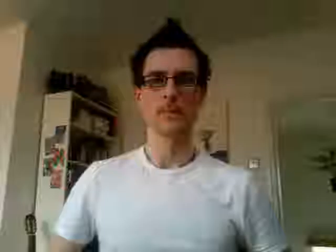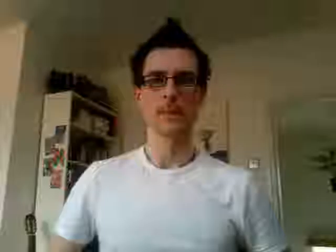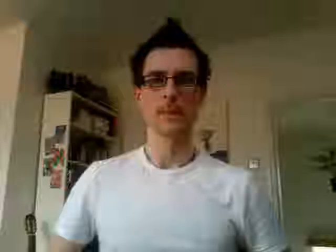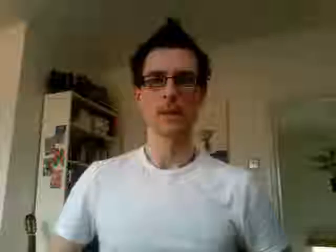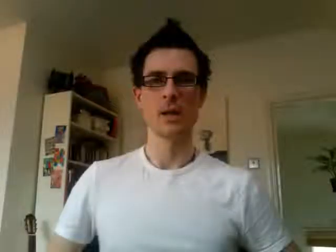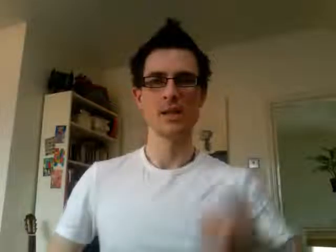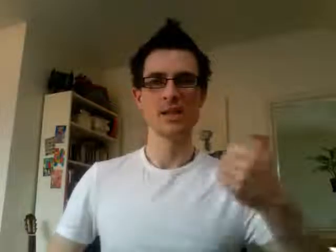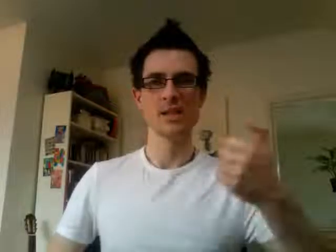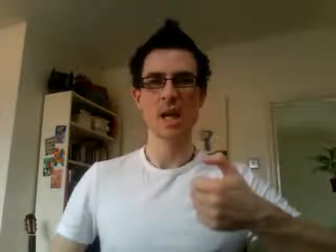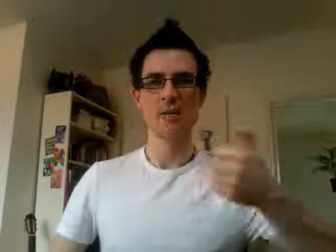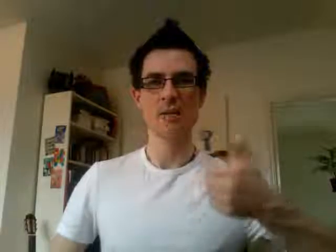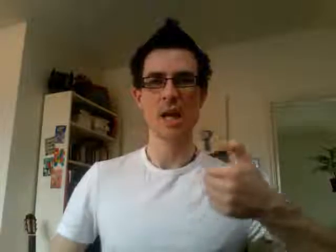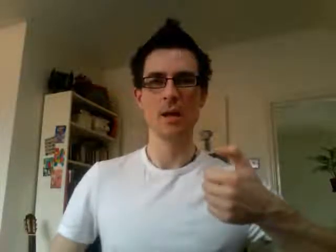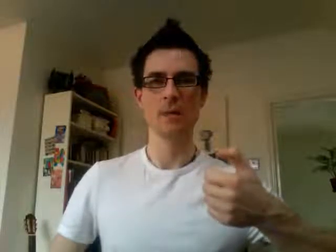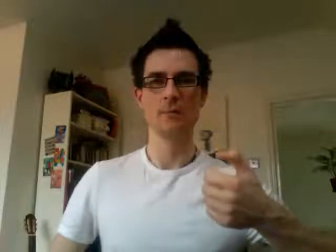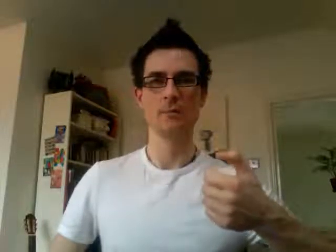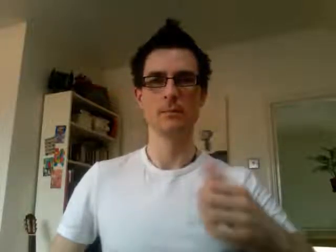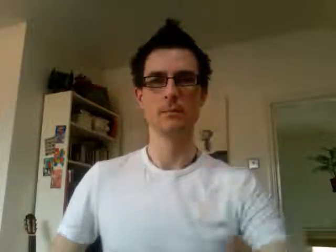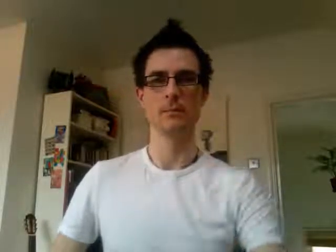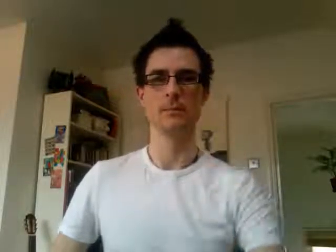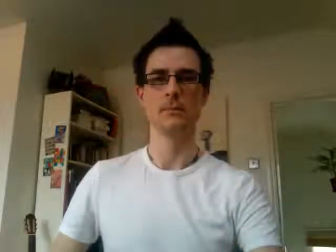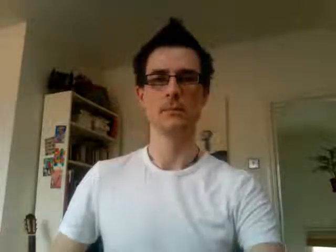16